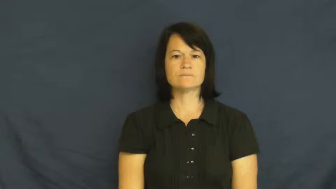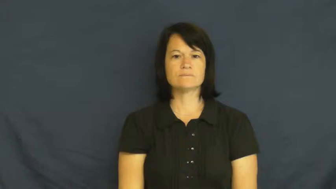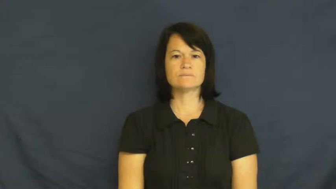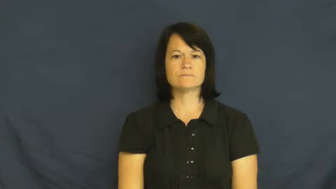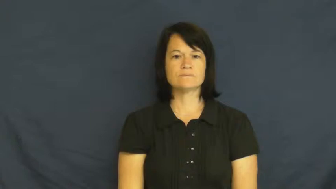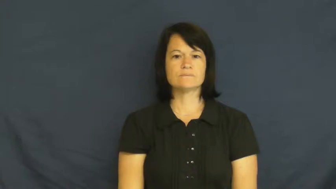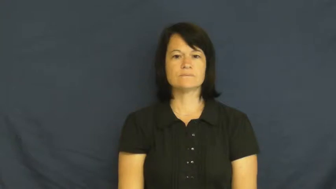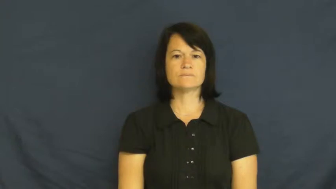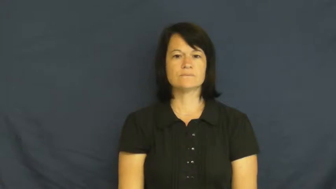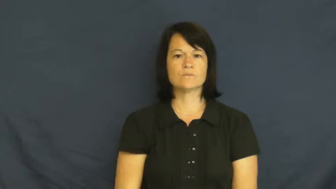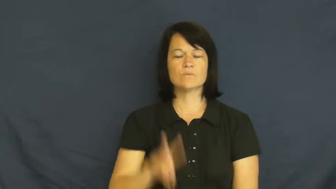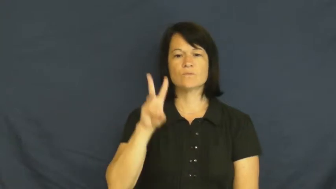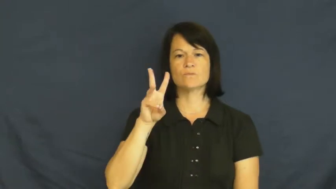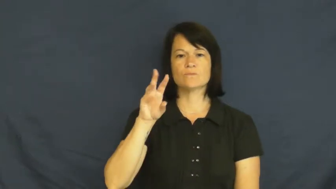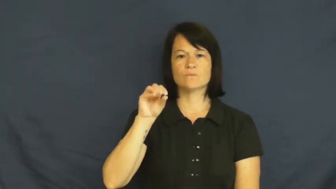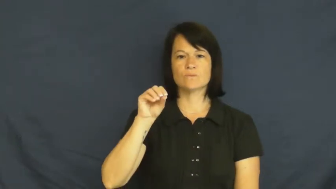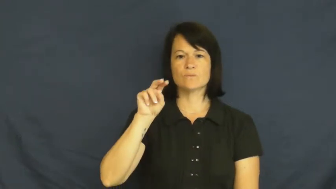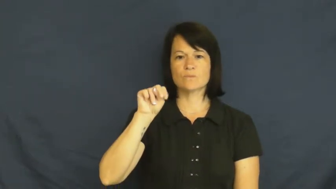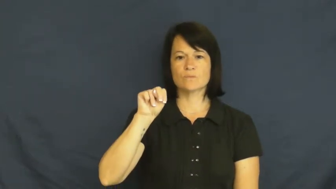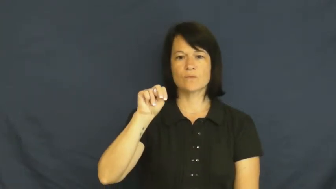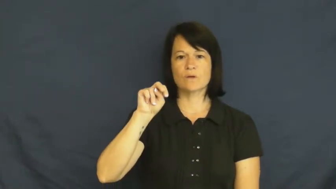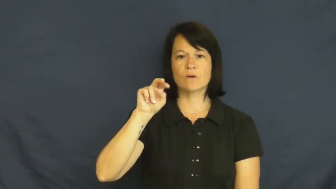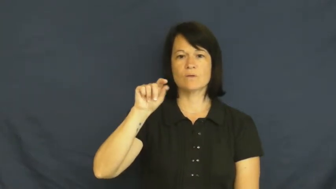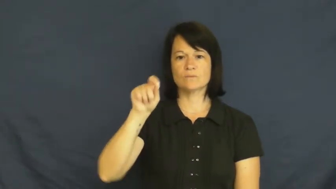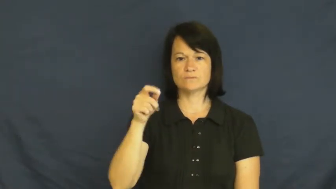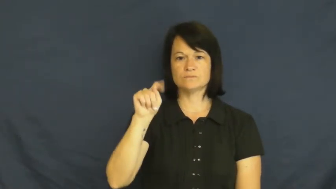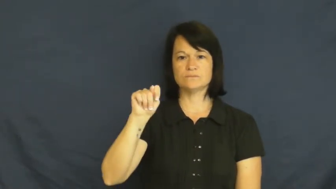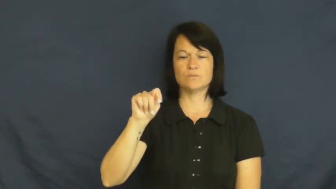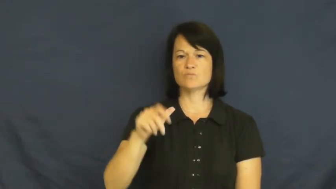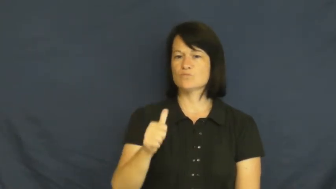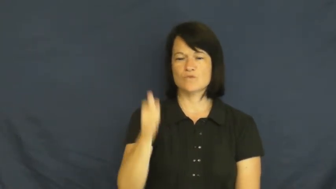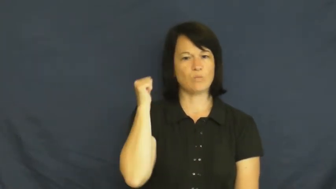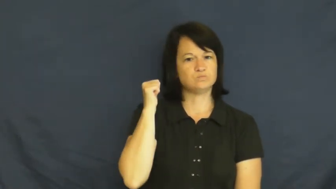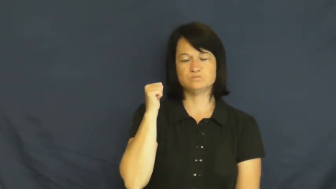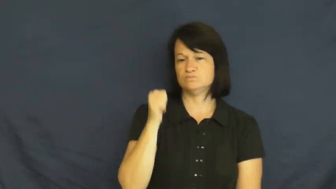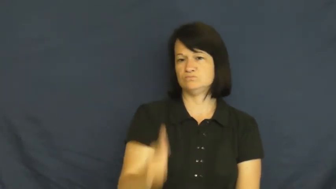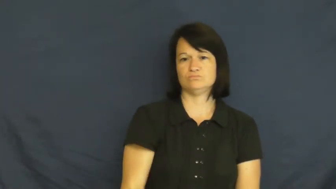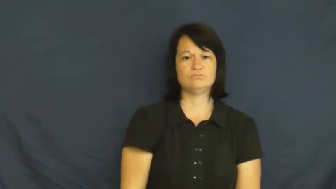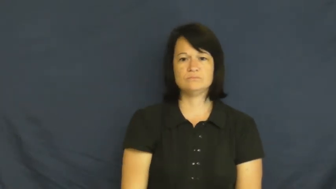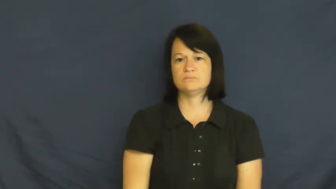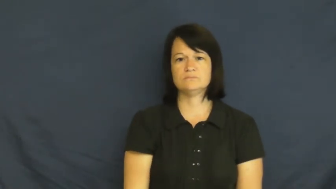won't-refuse